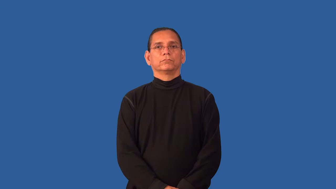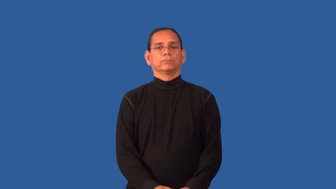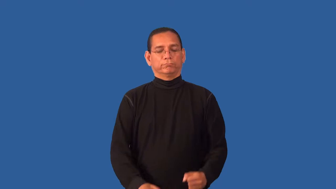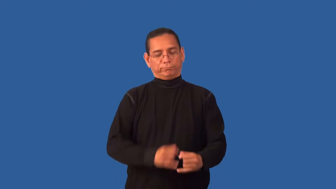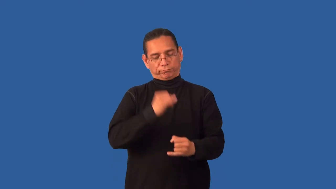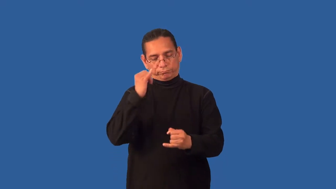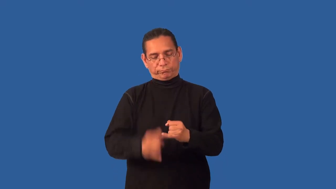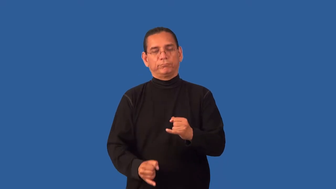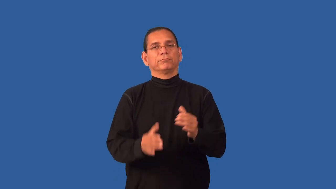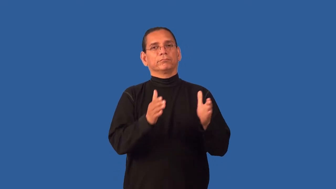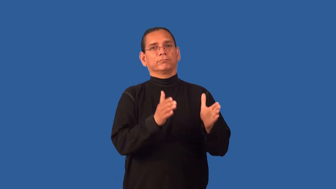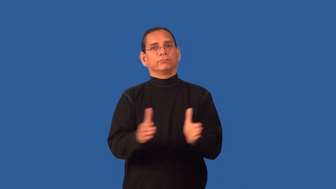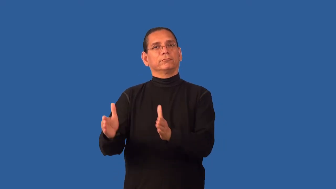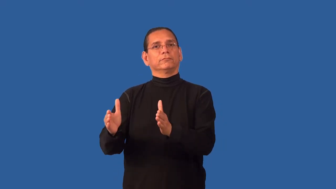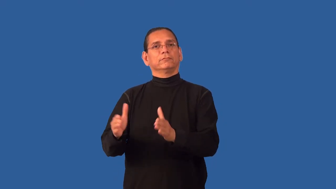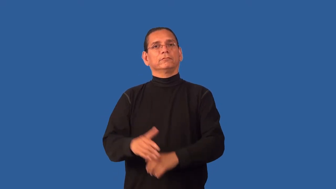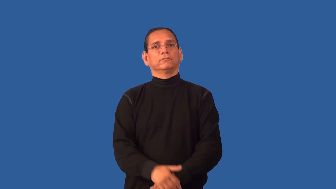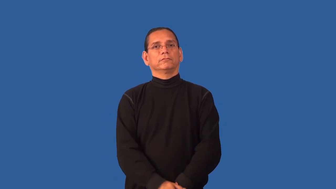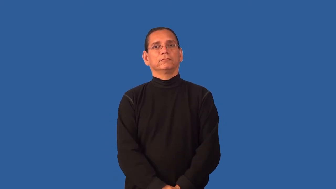finalize